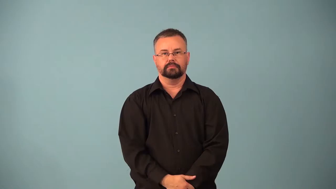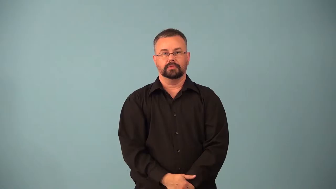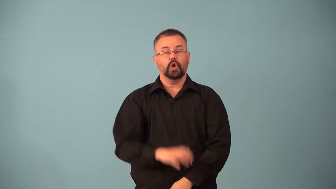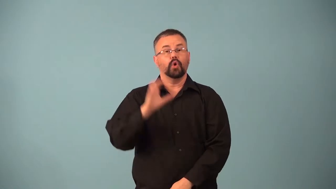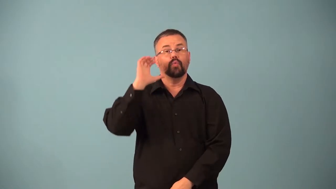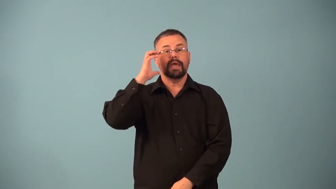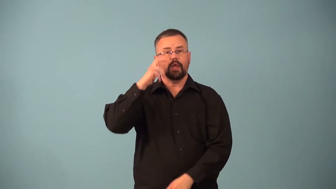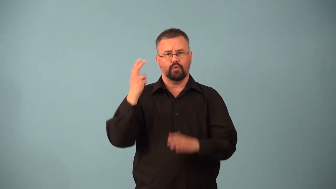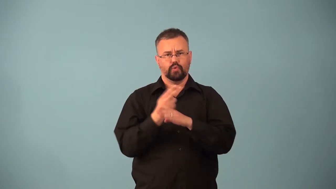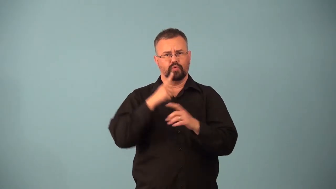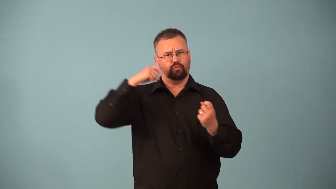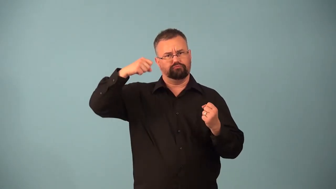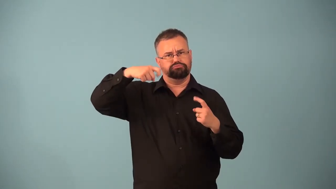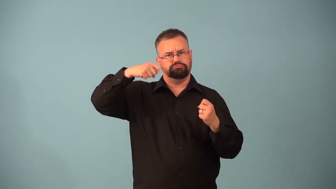transceiver